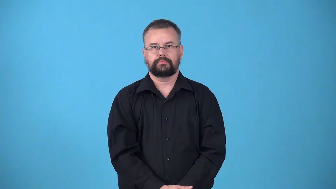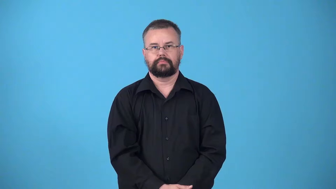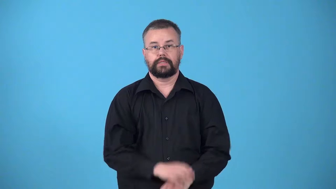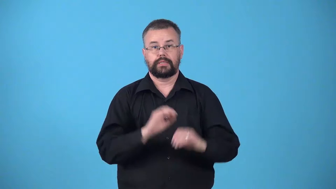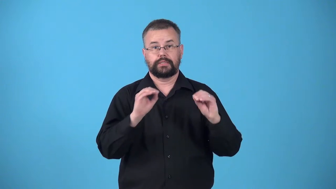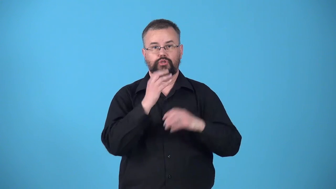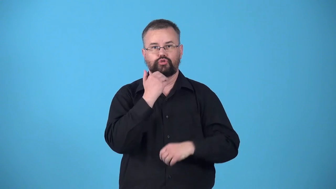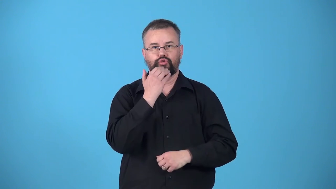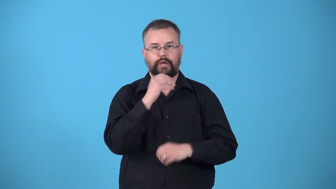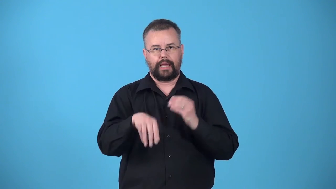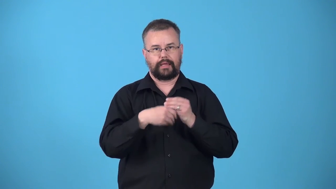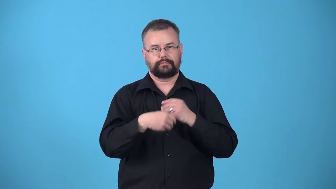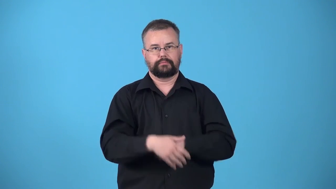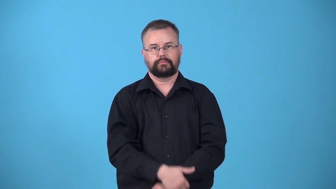unsweetened